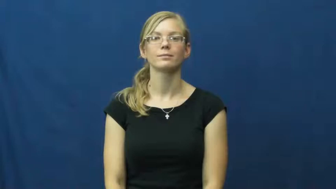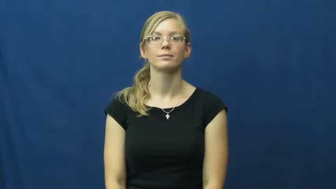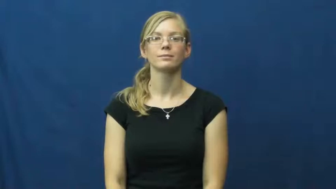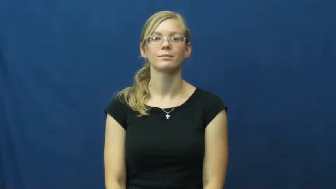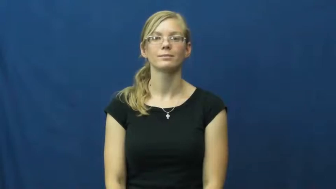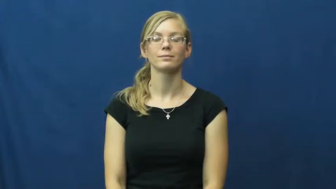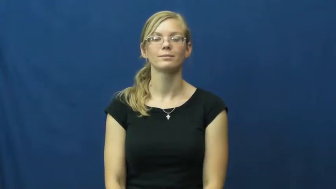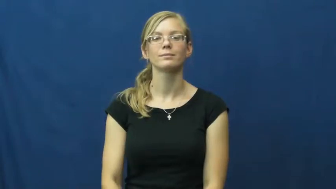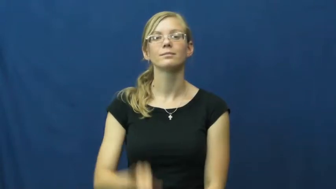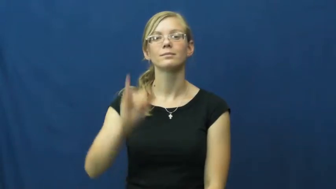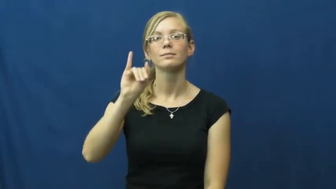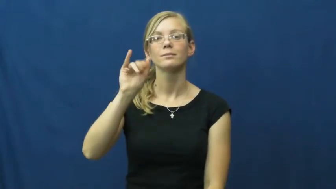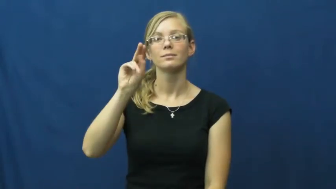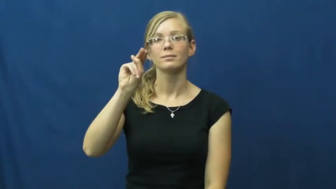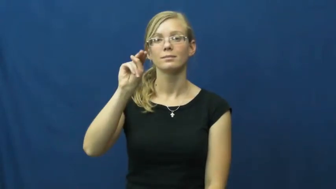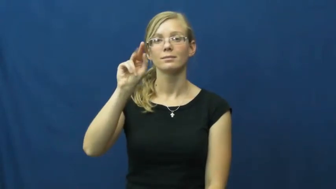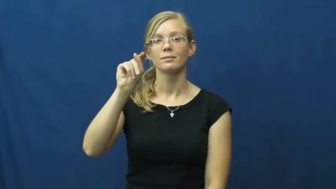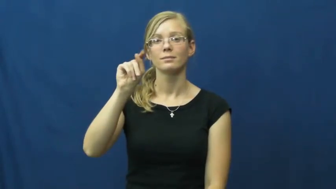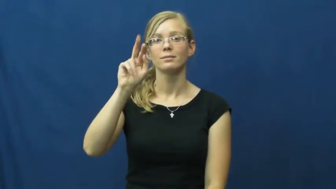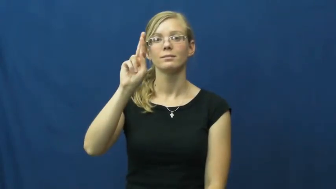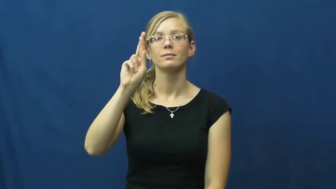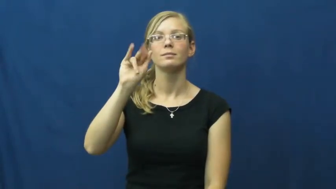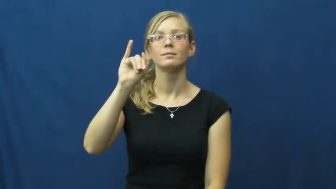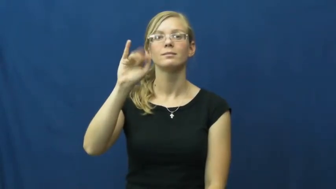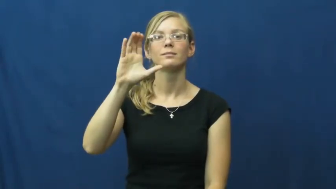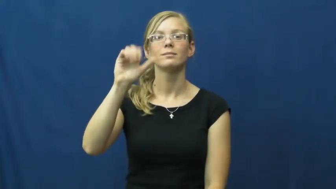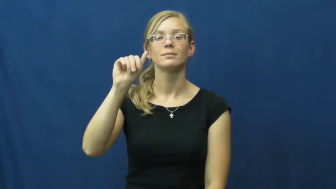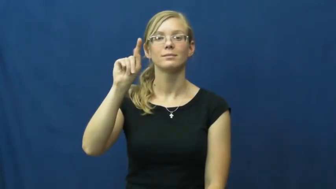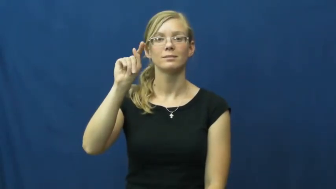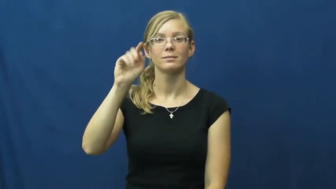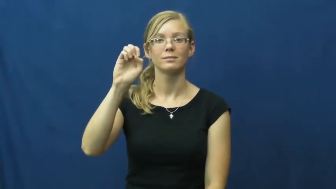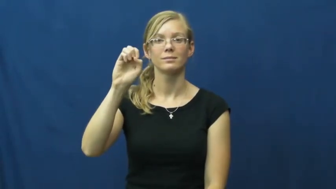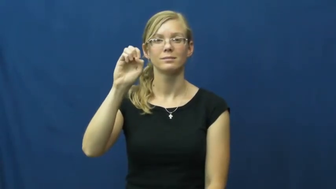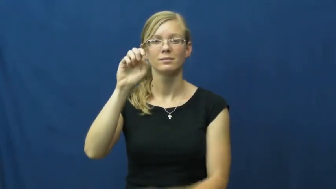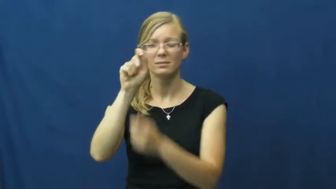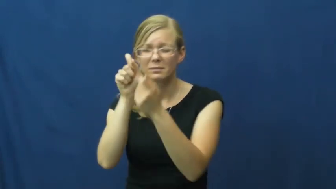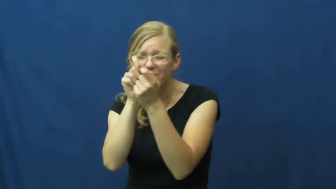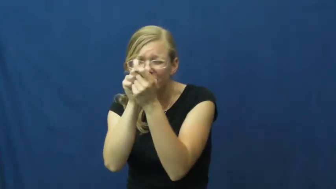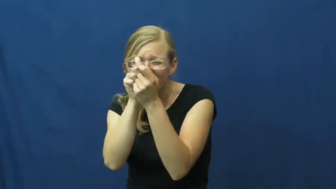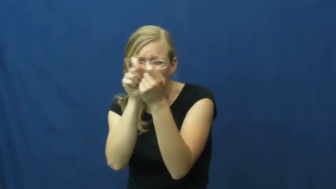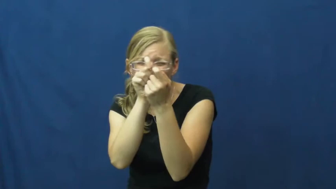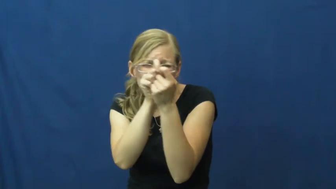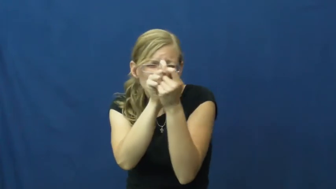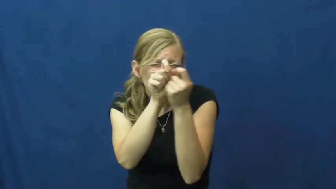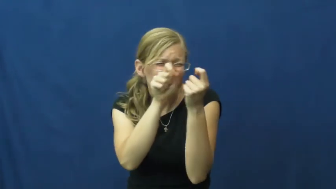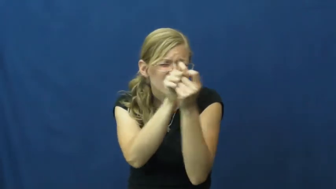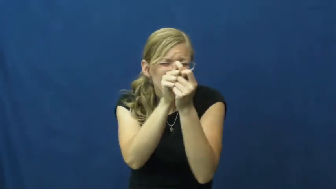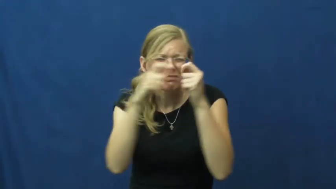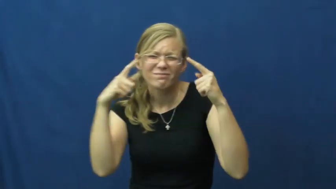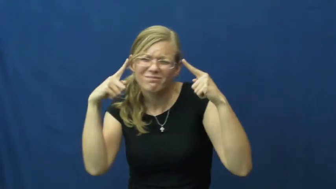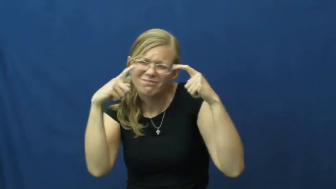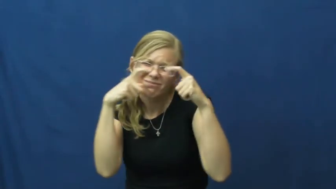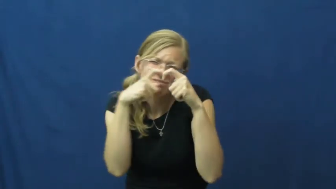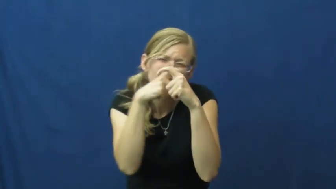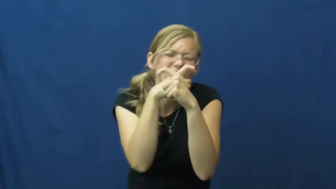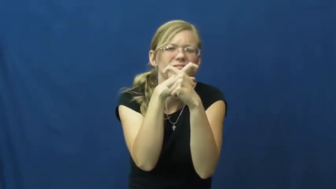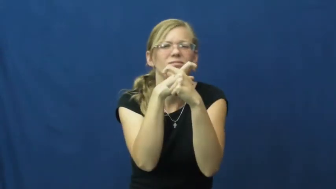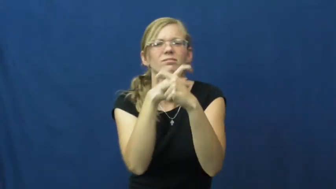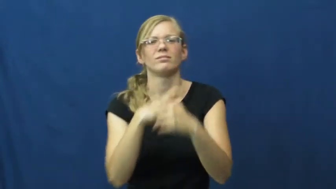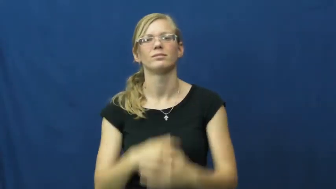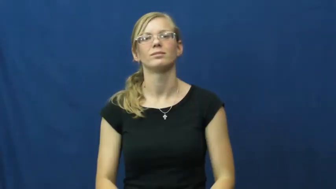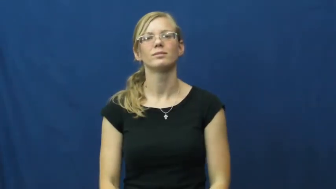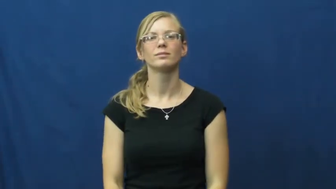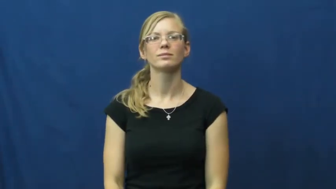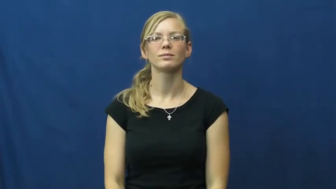intricate